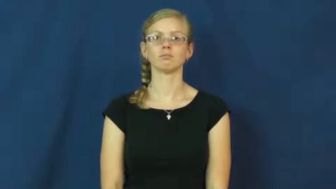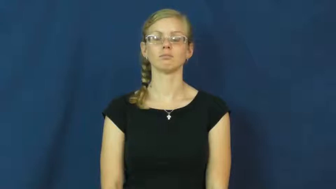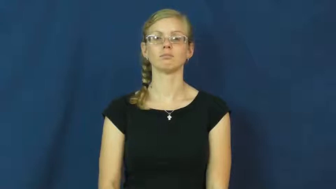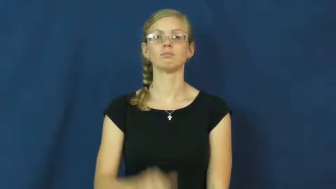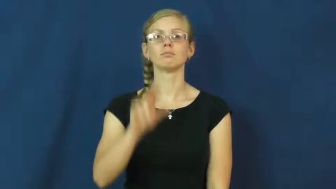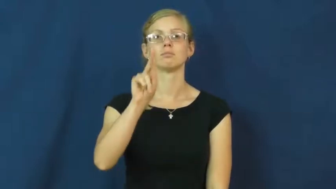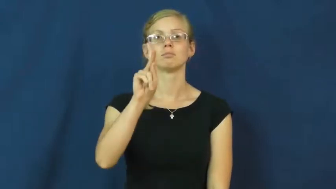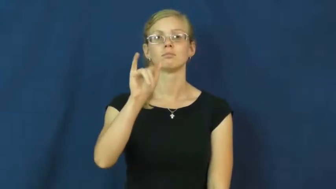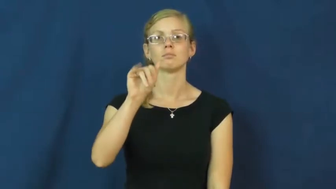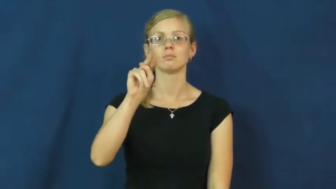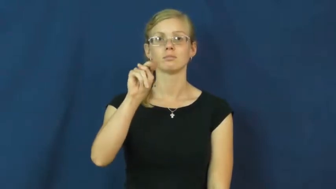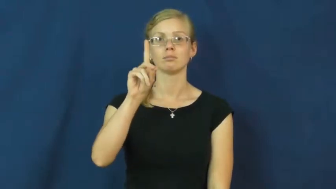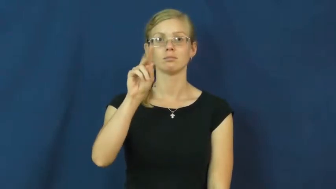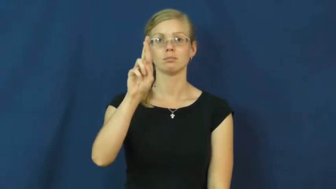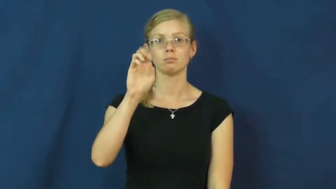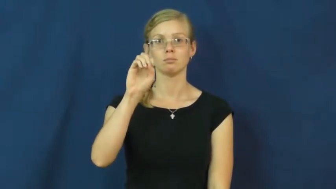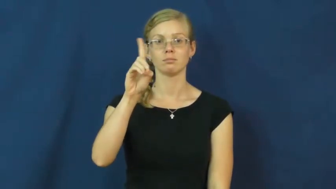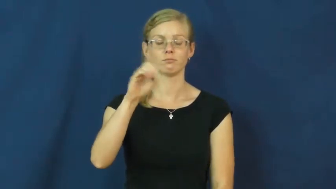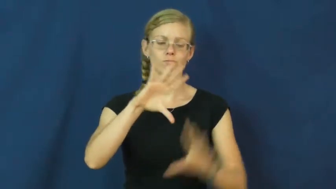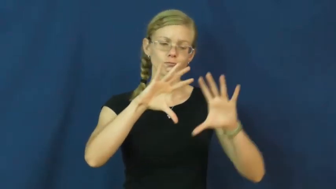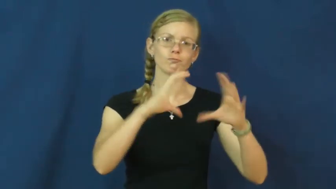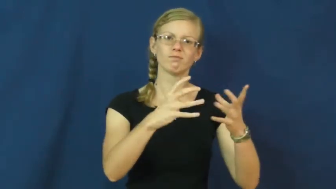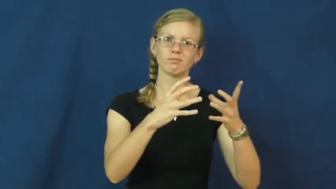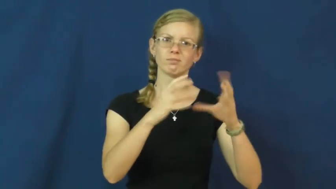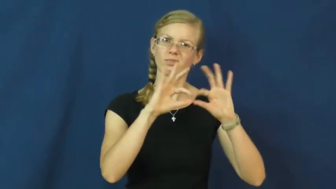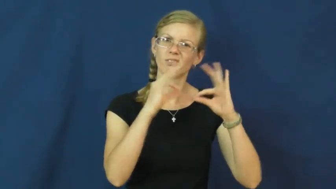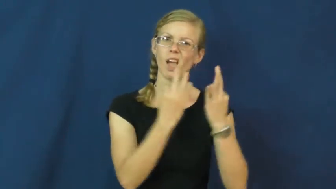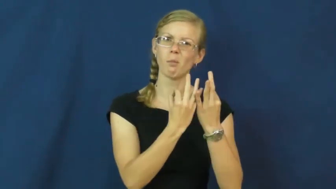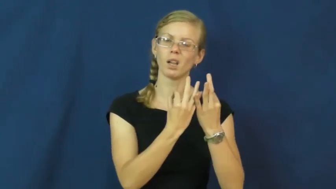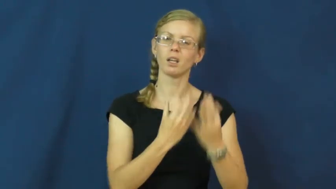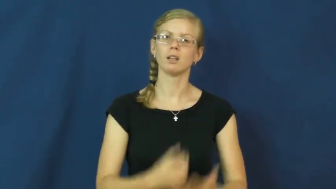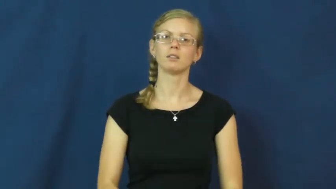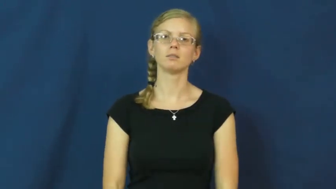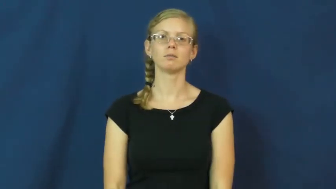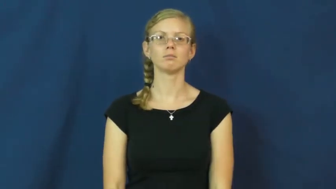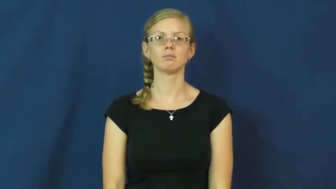kindred-family